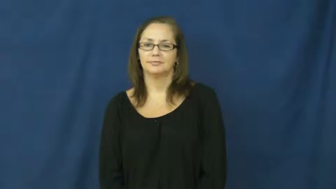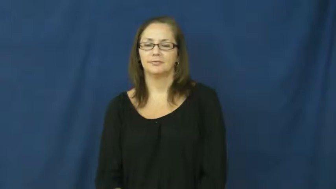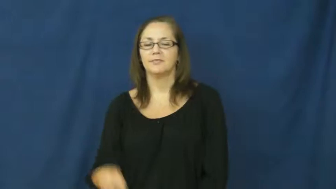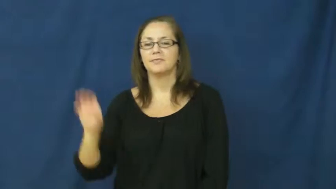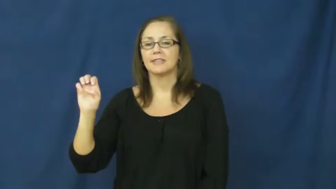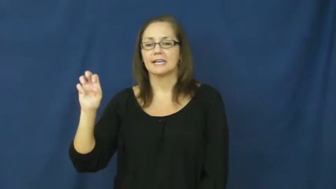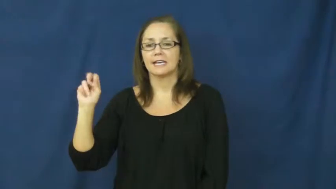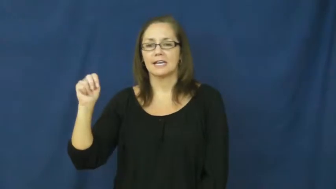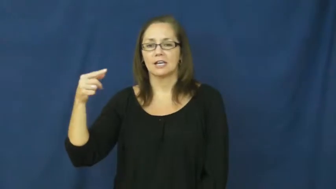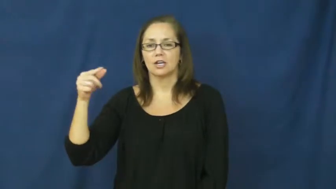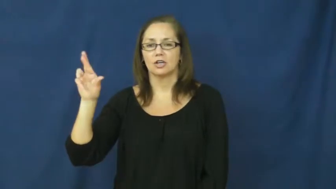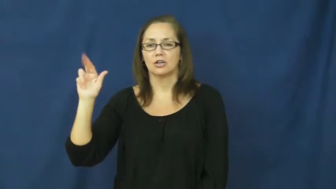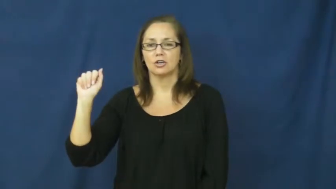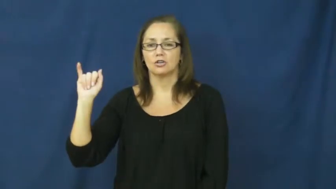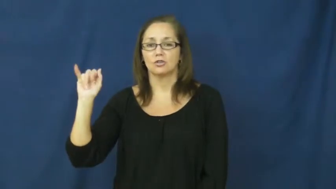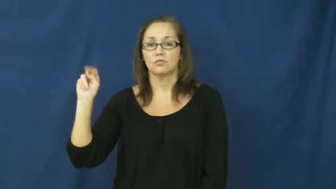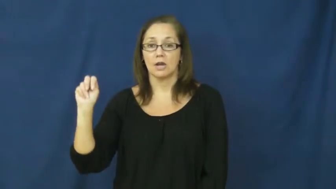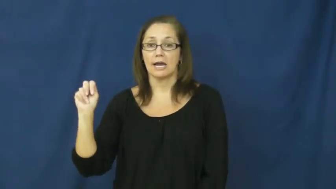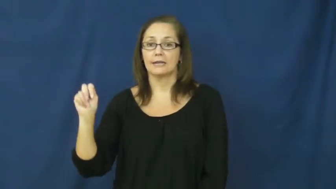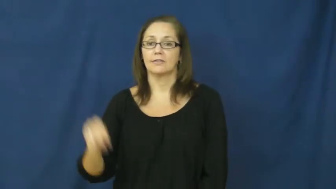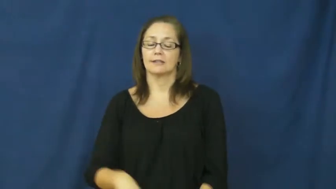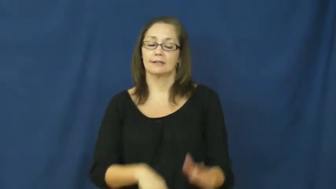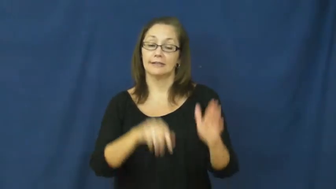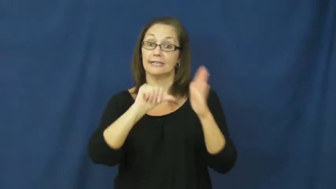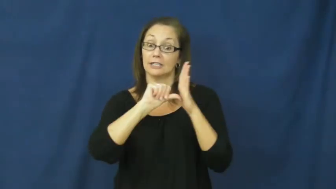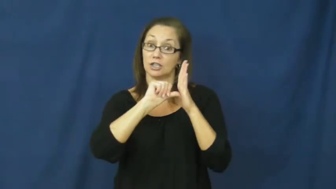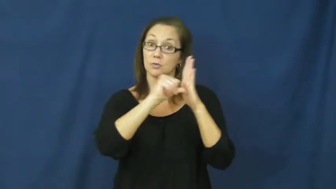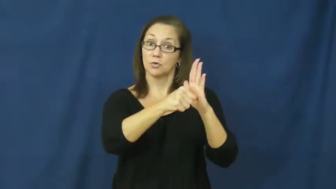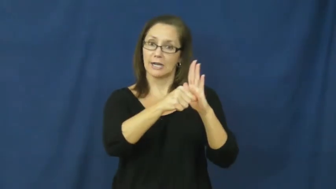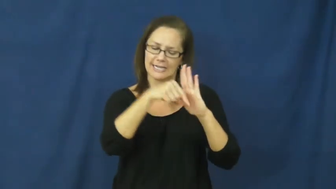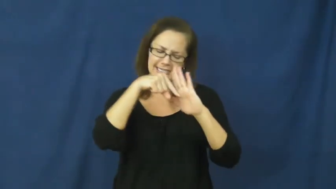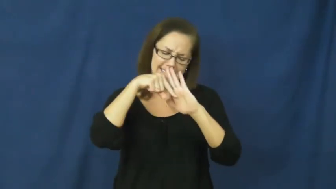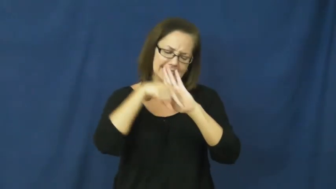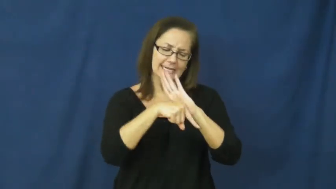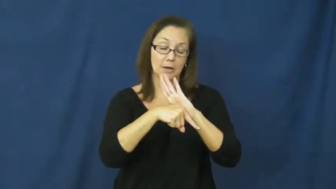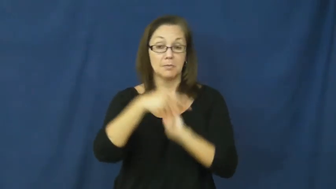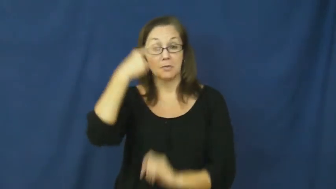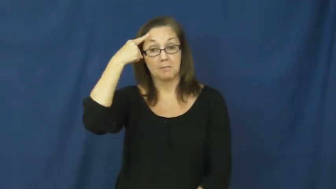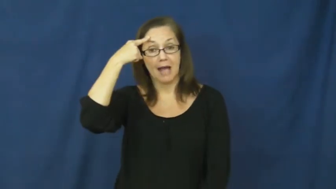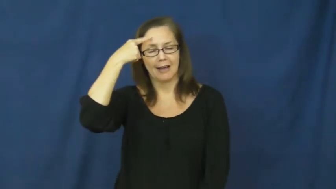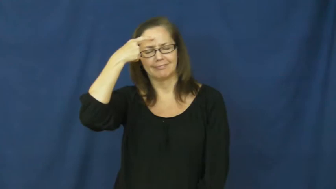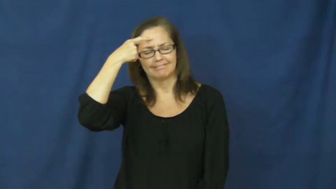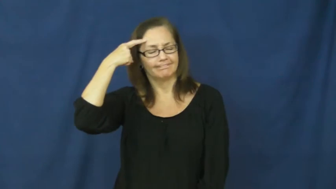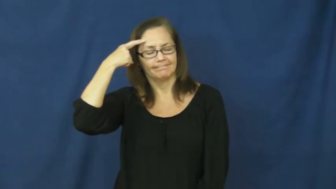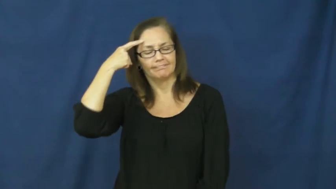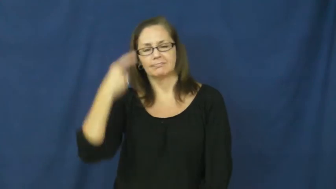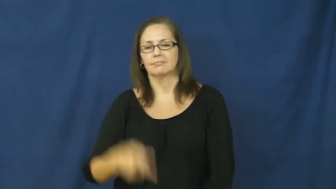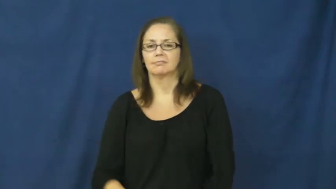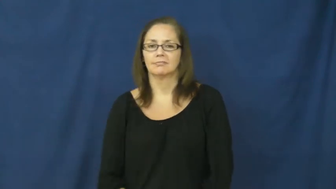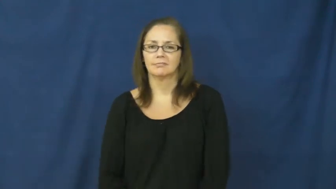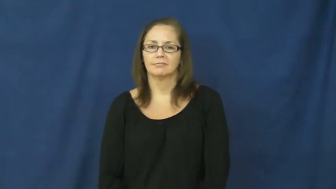engrain